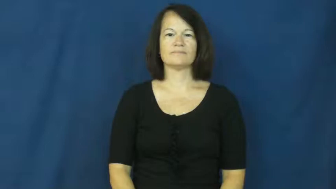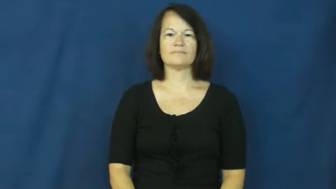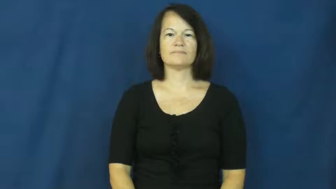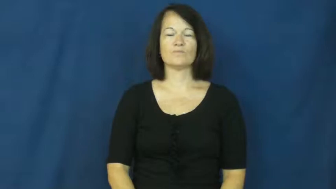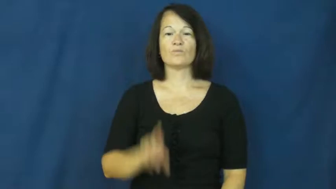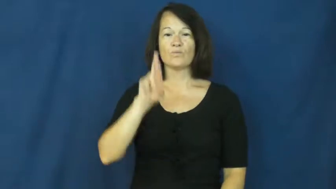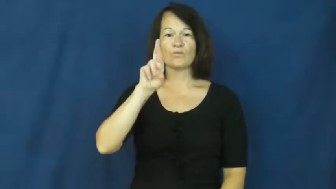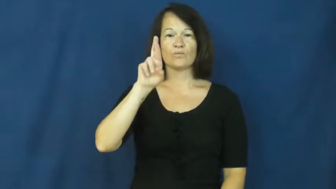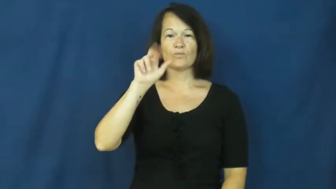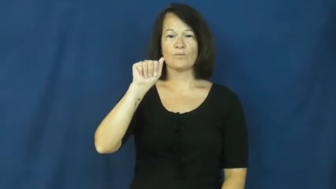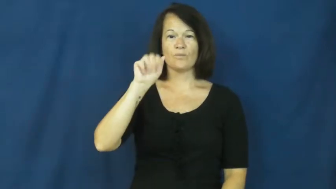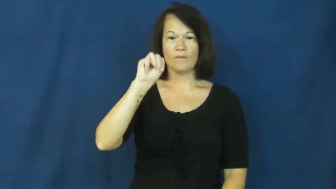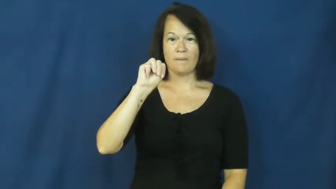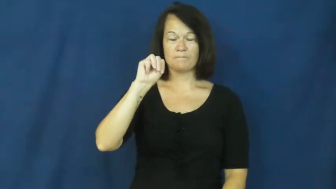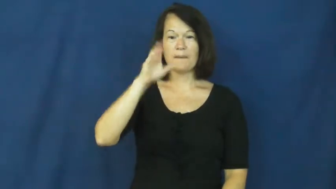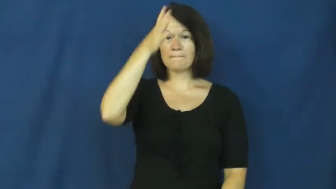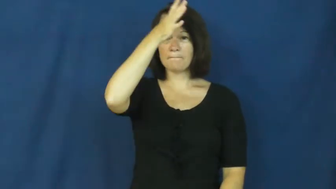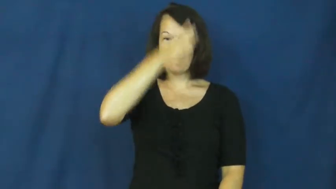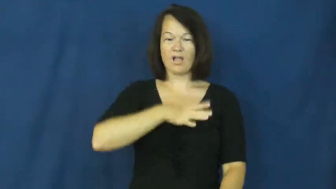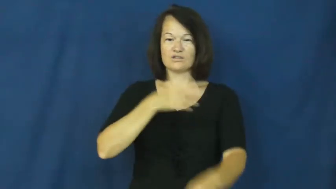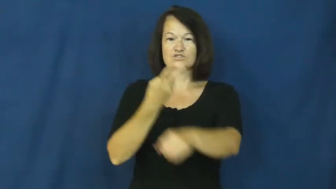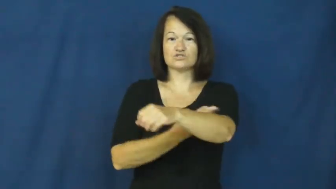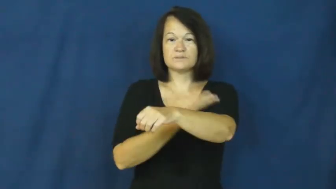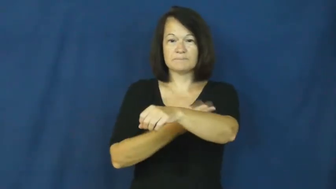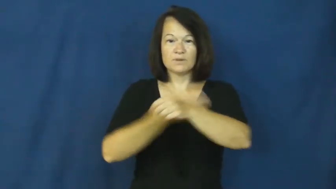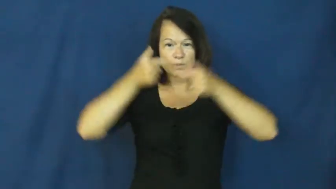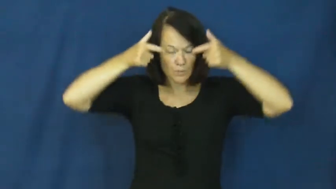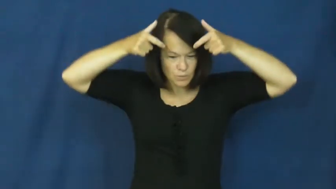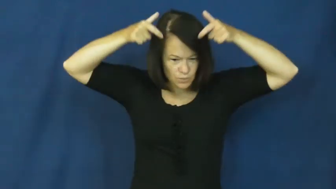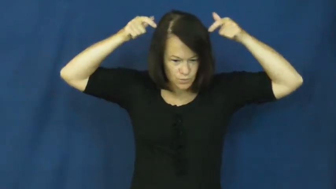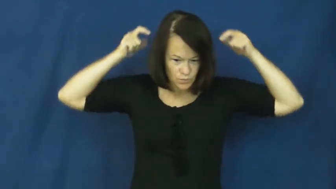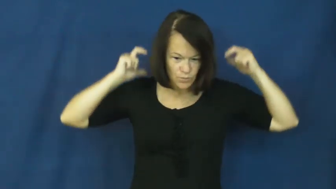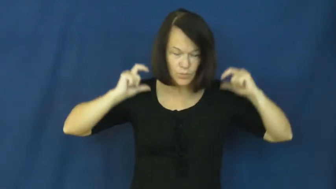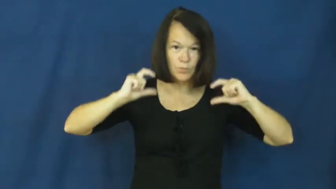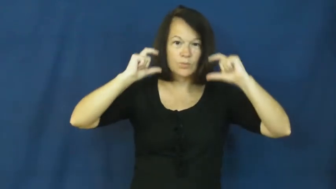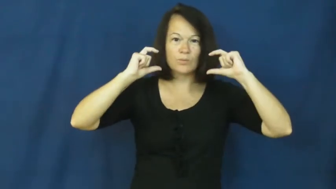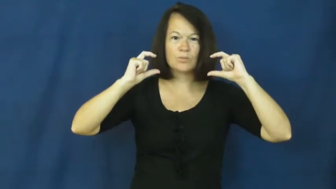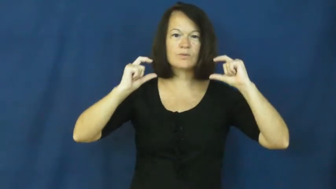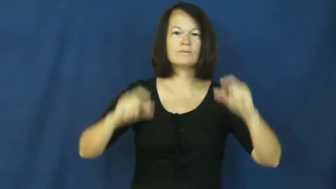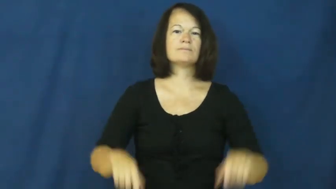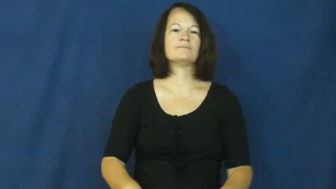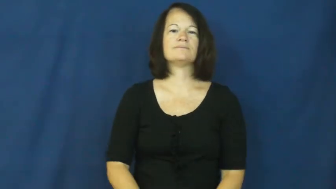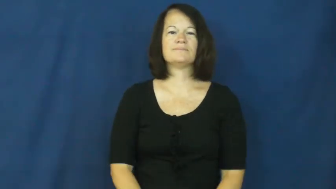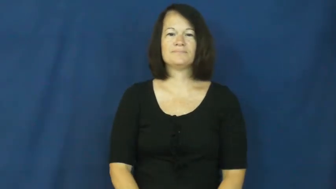ram,bighorn-sheep